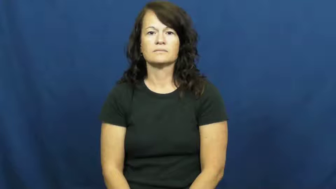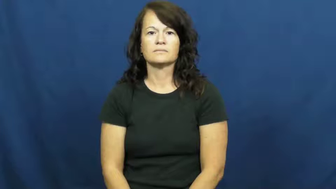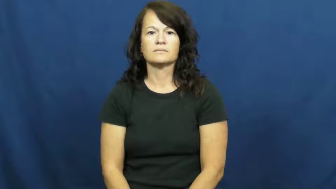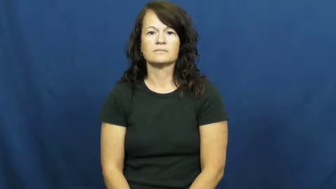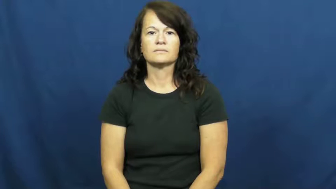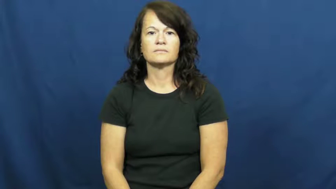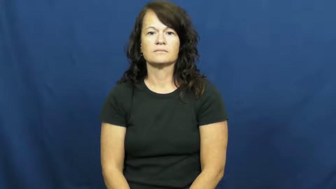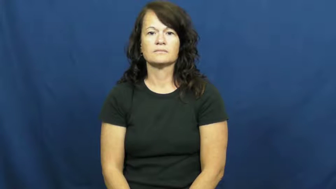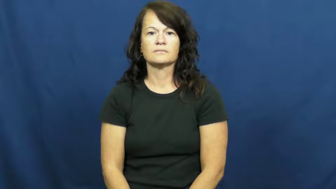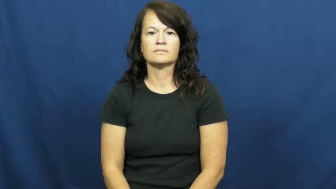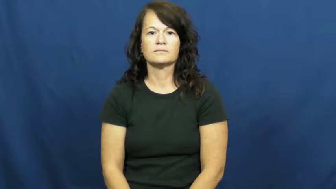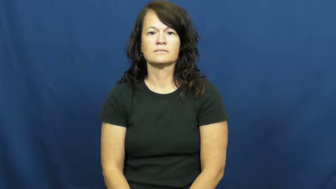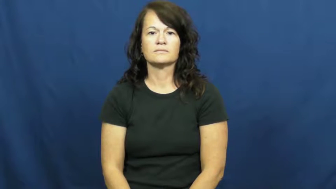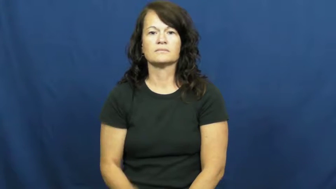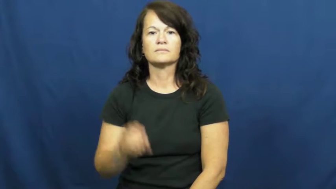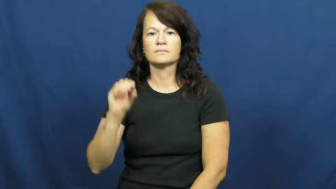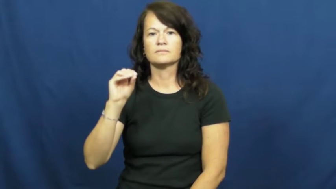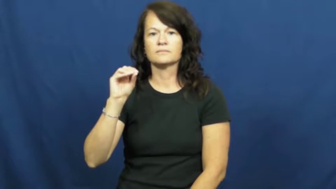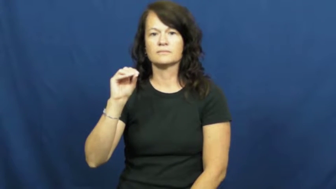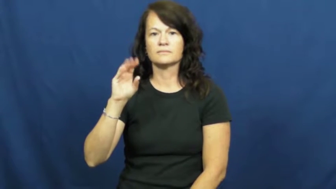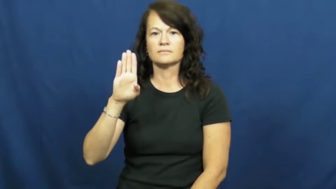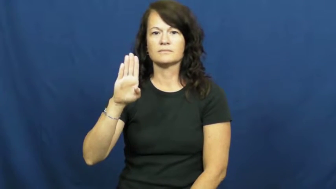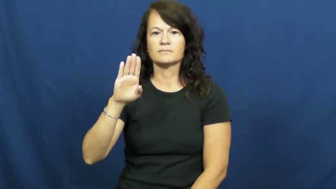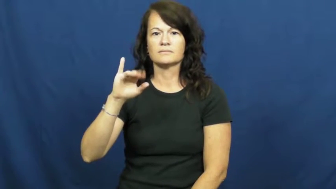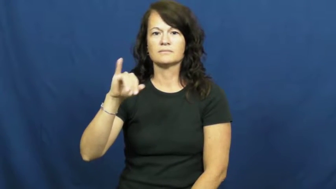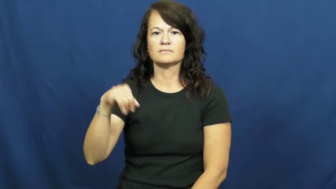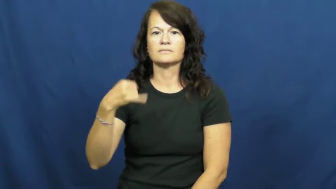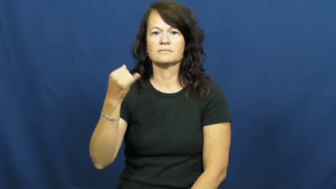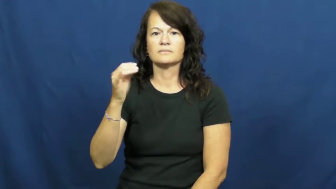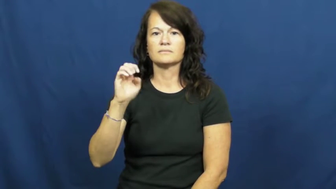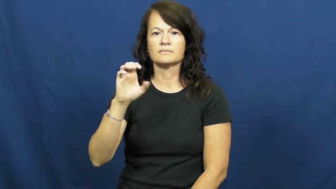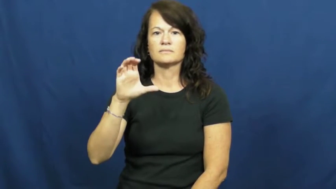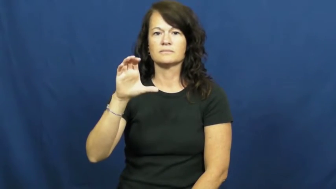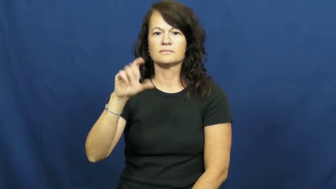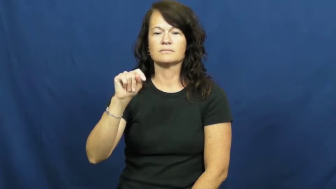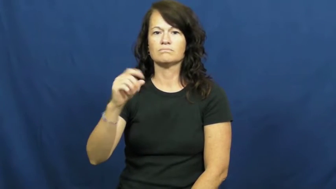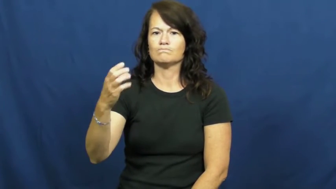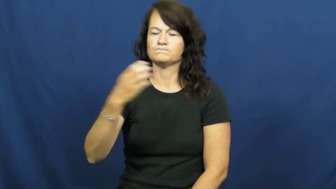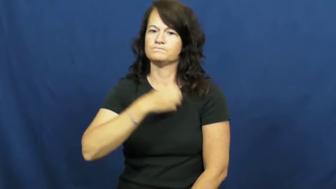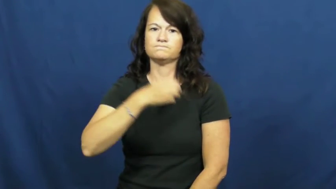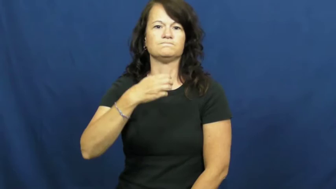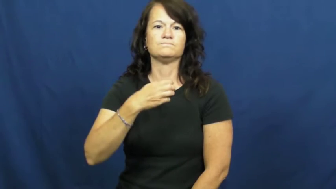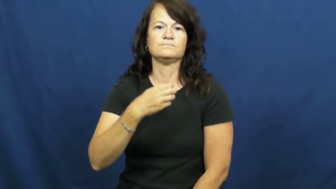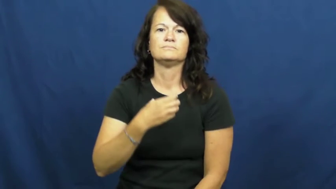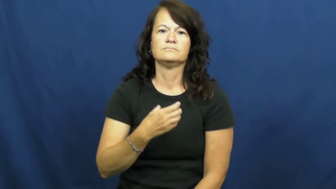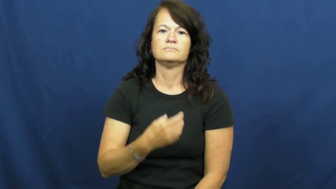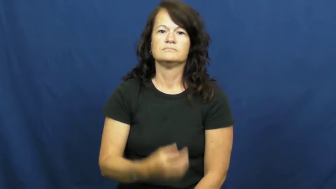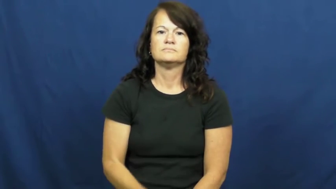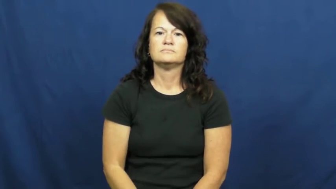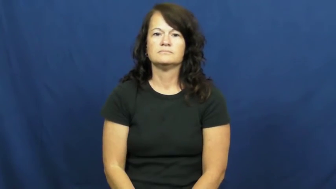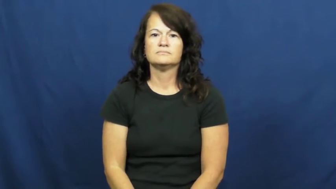object-complain